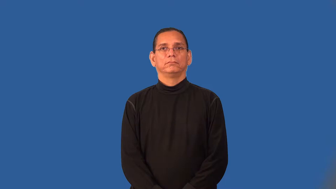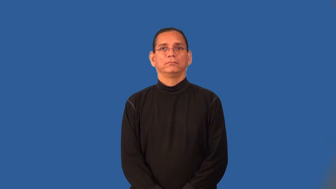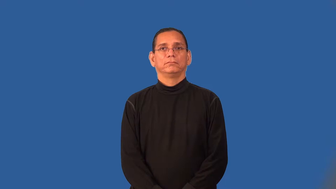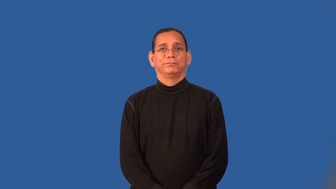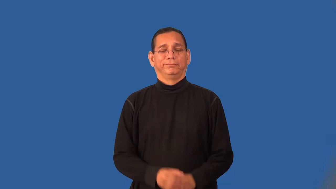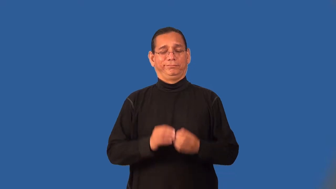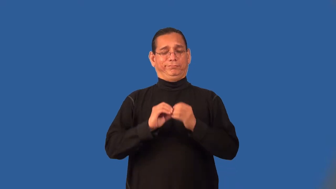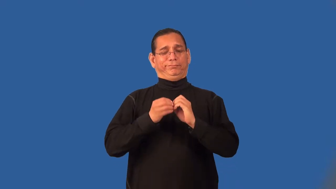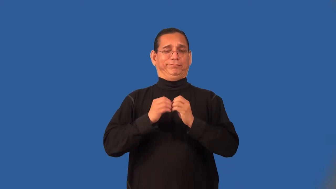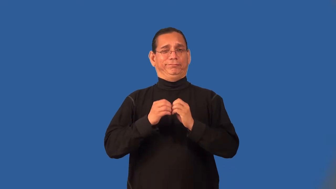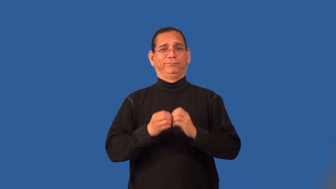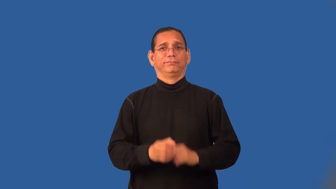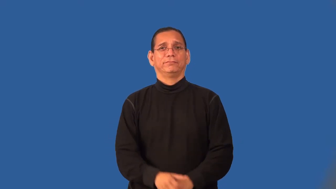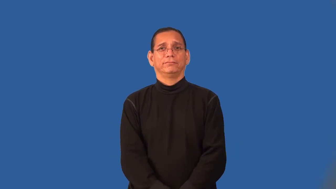saucy,risque